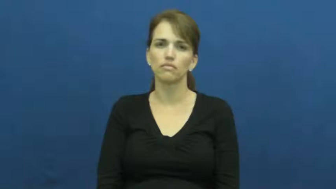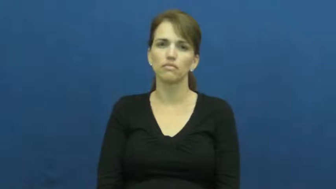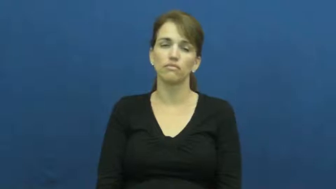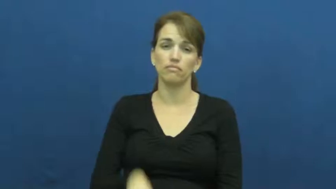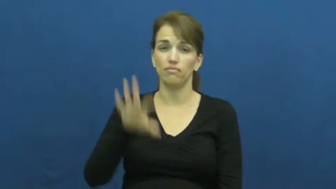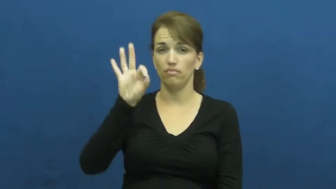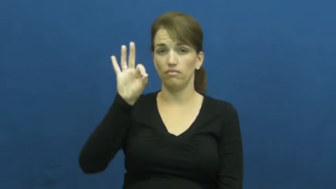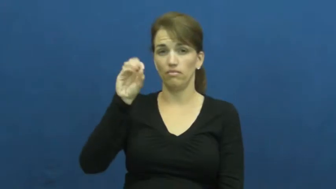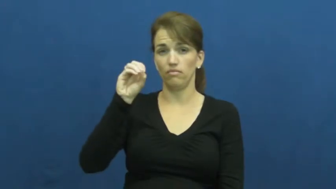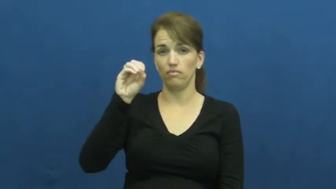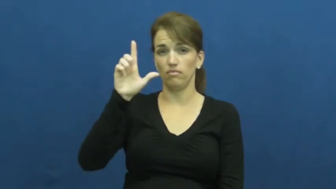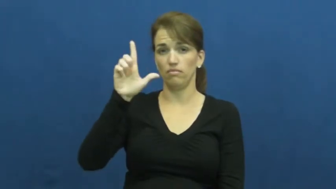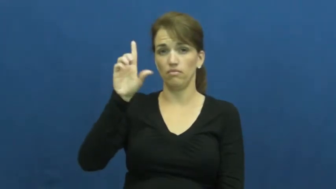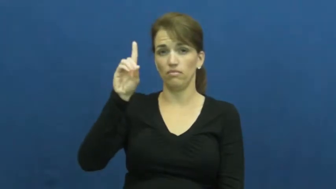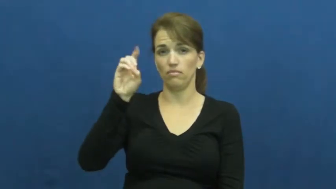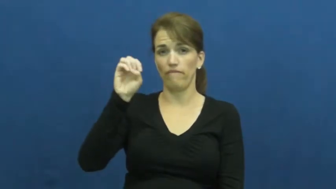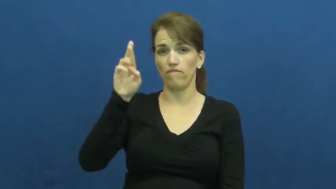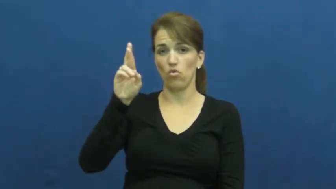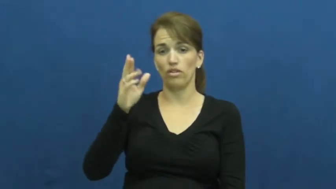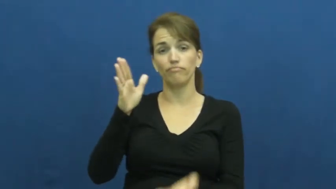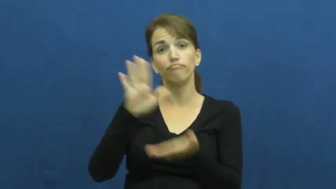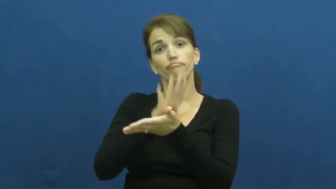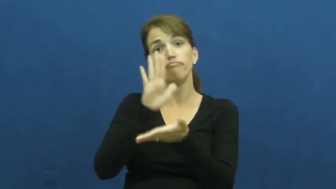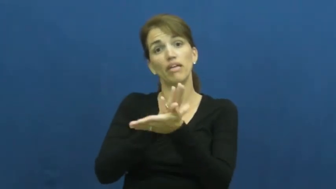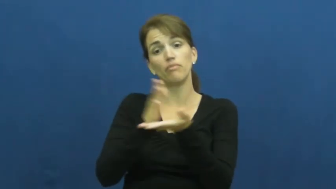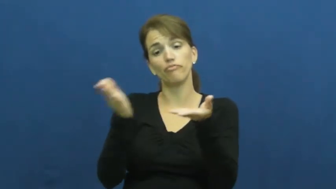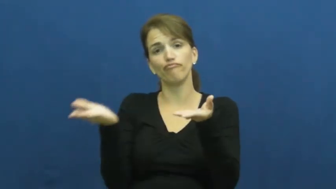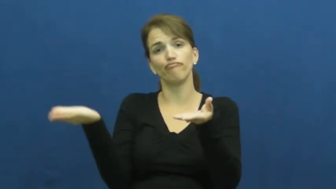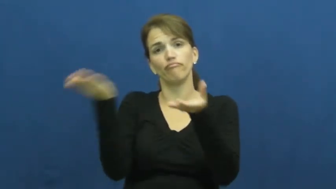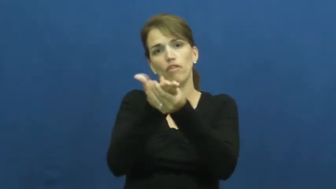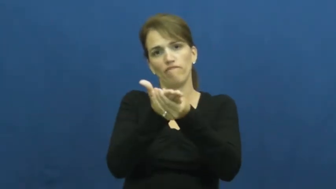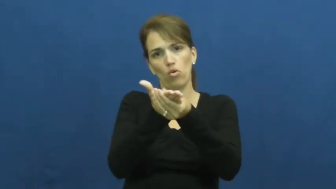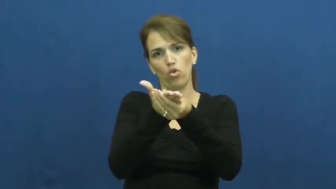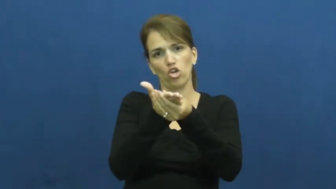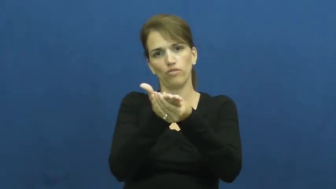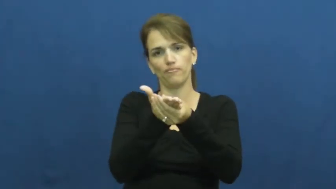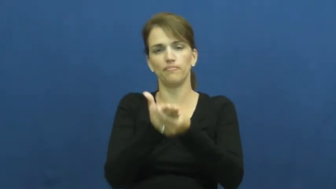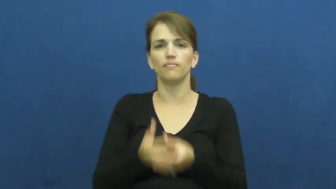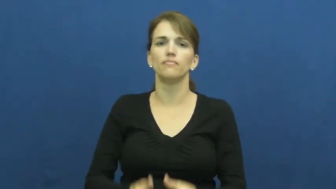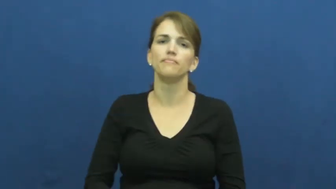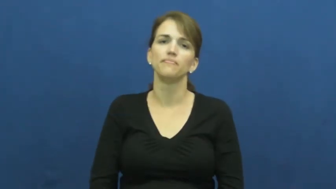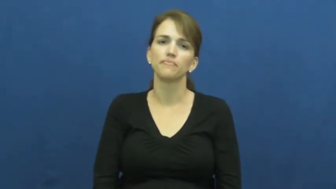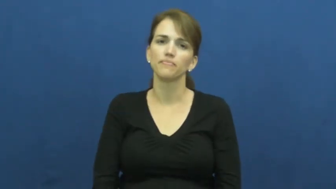folder